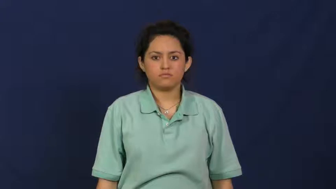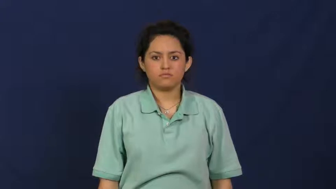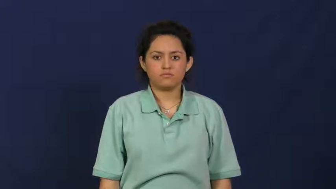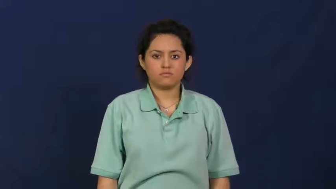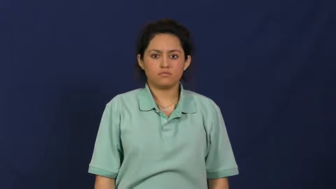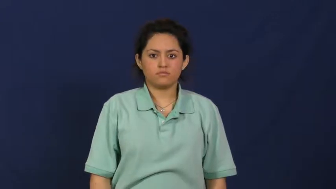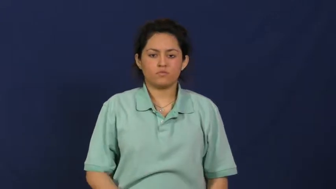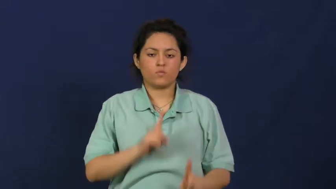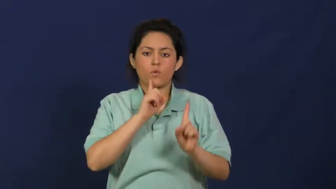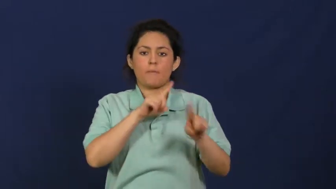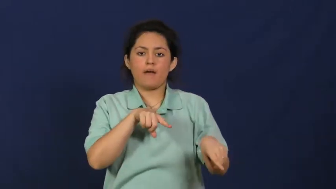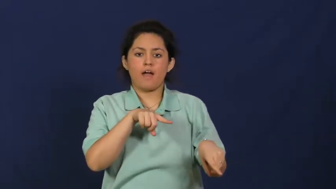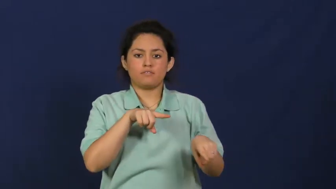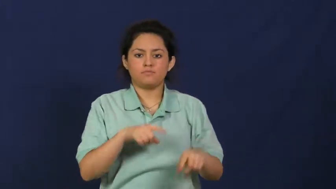report